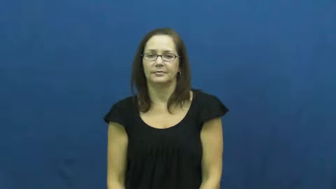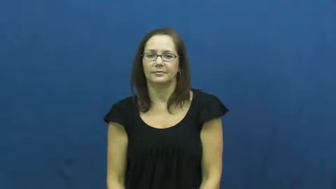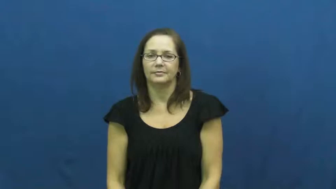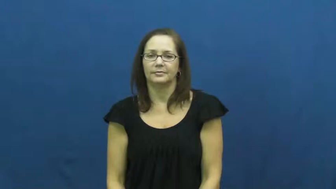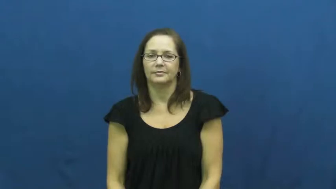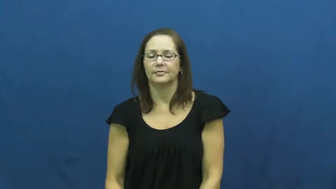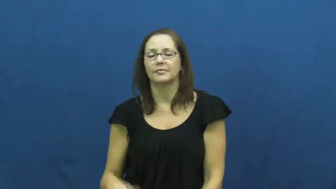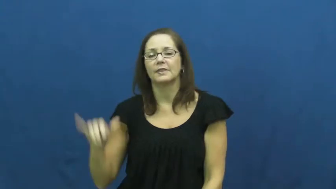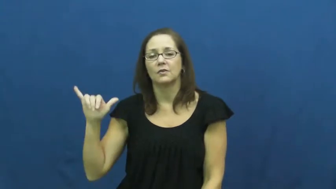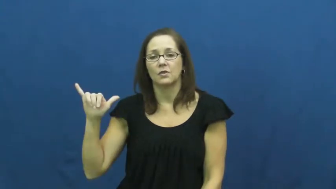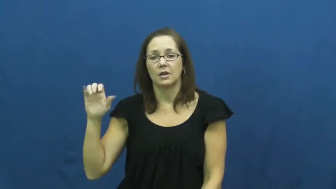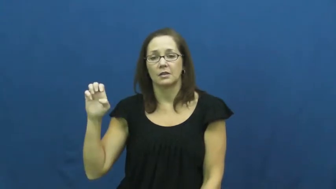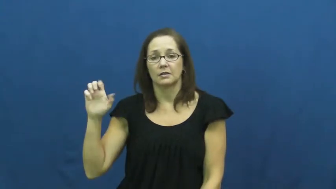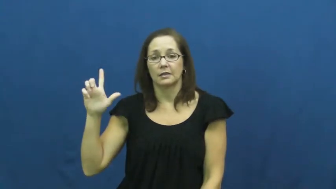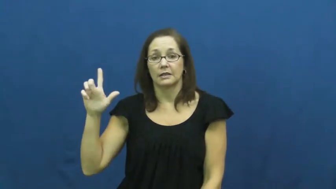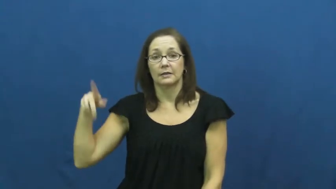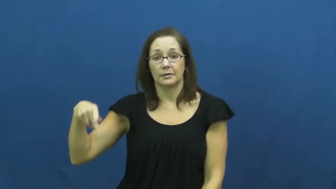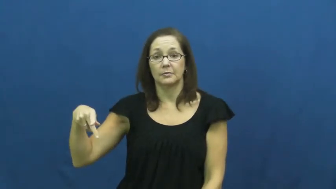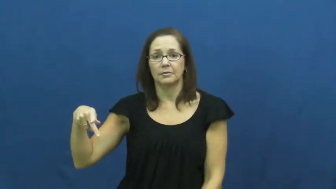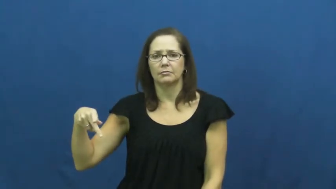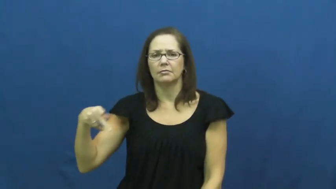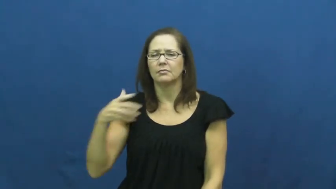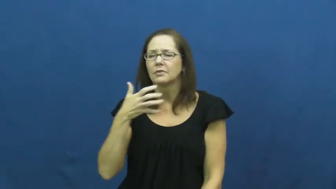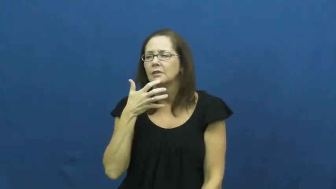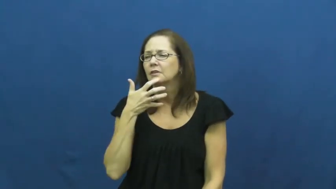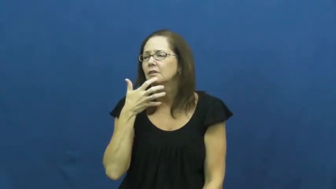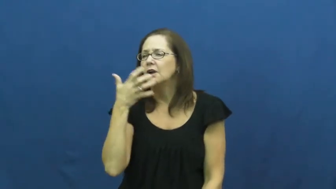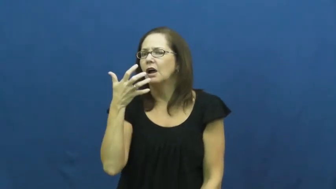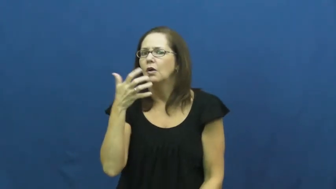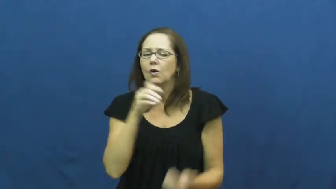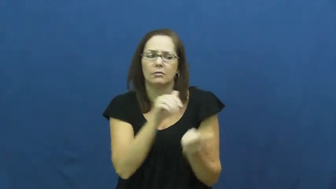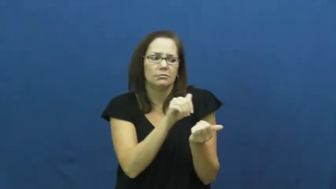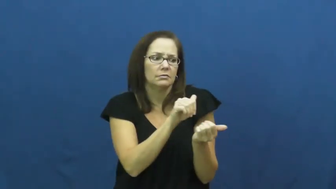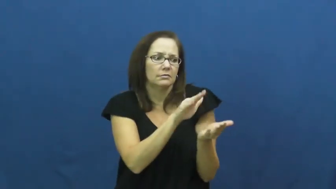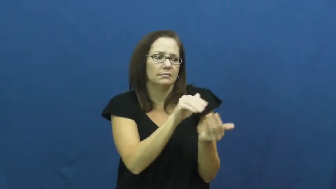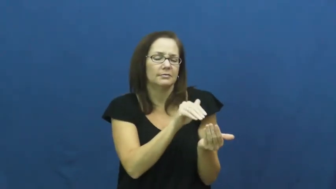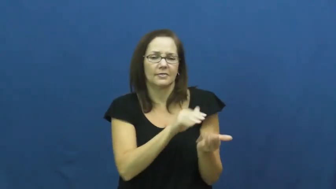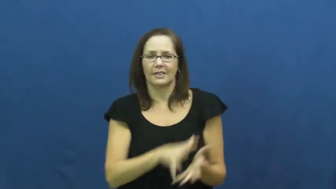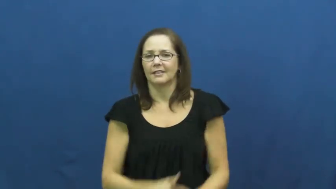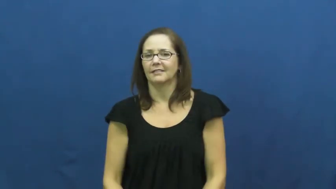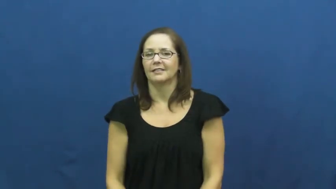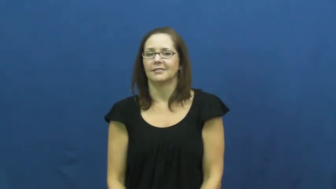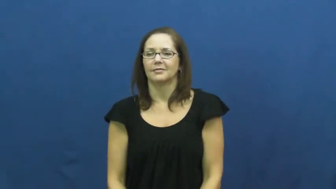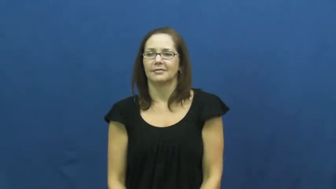yelp